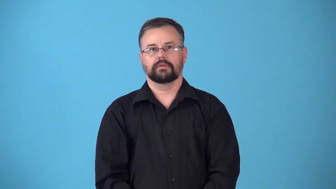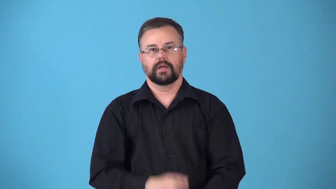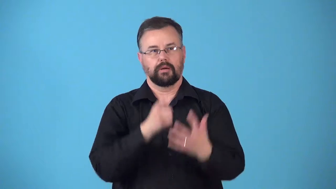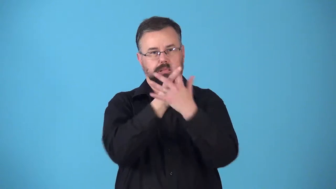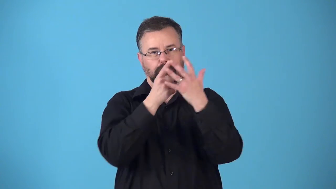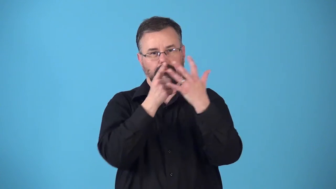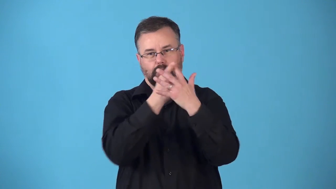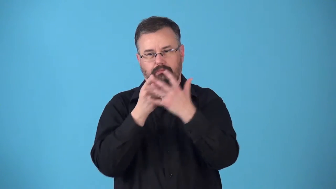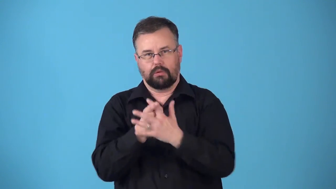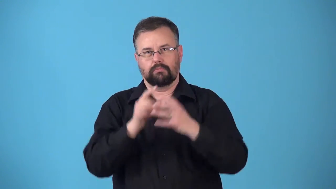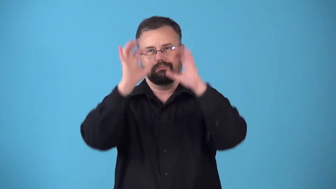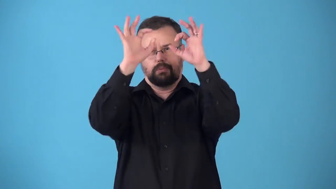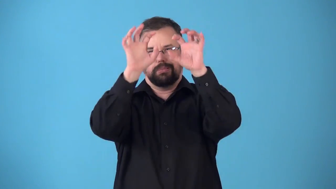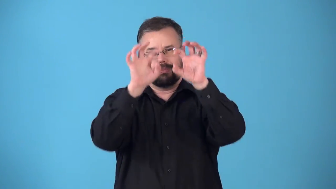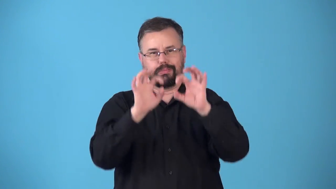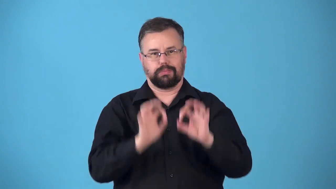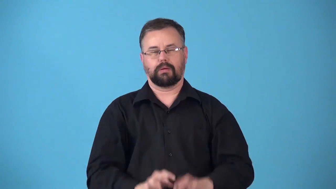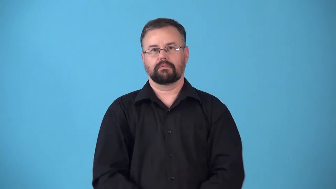riddle-make lots of holes in something